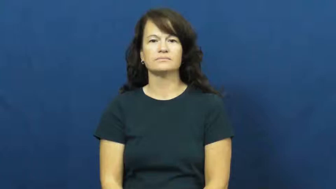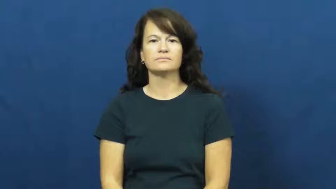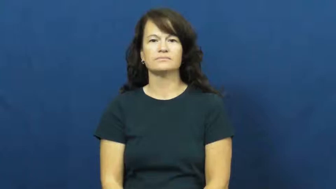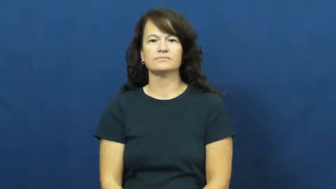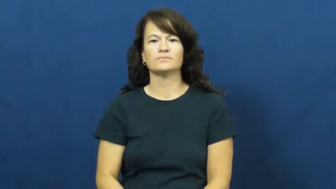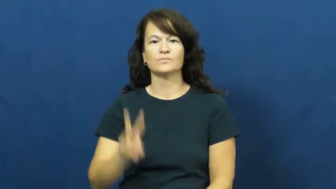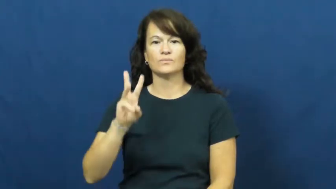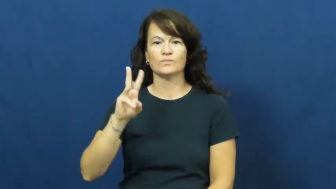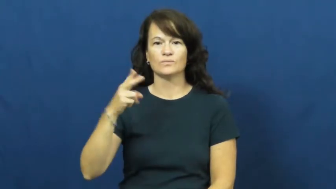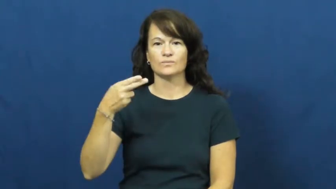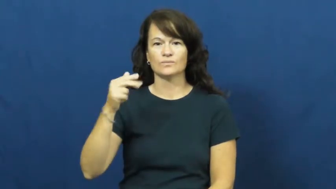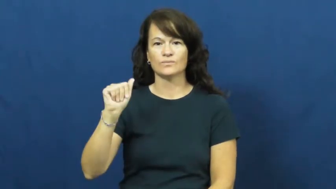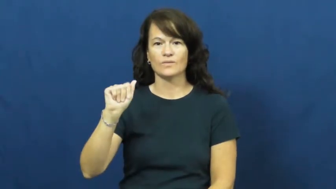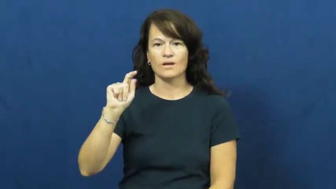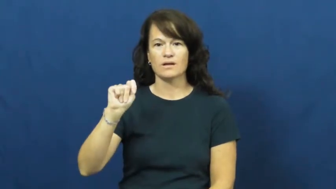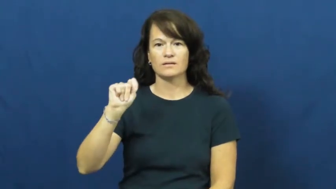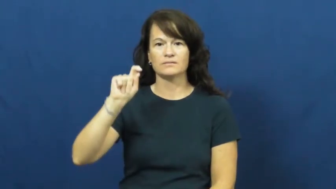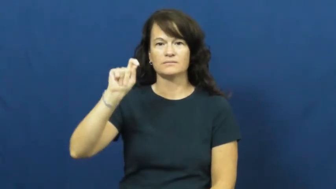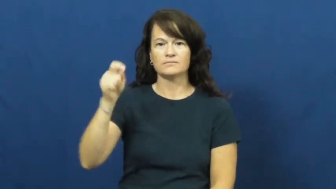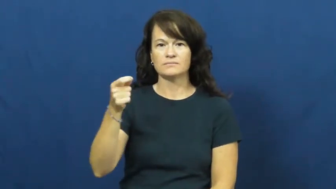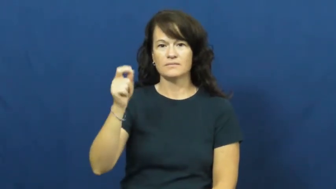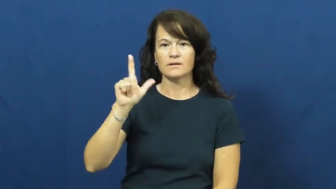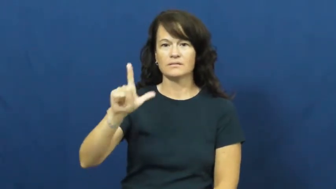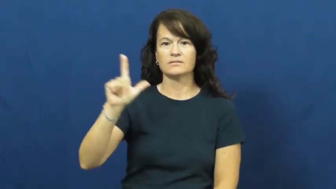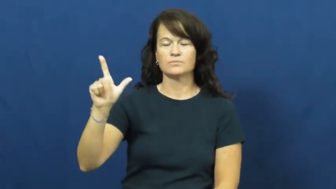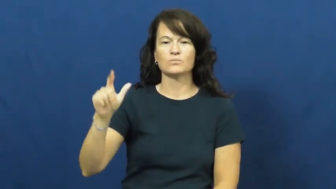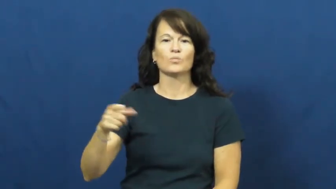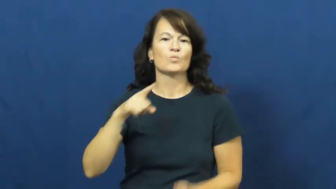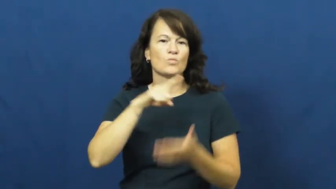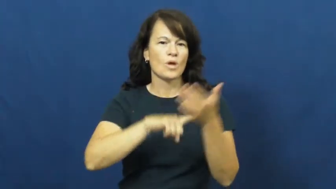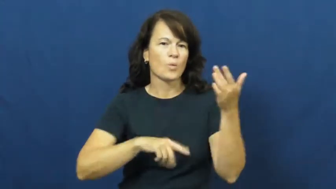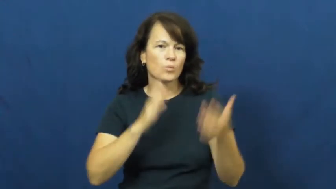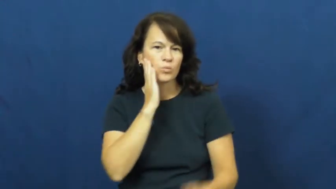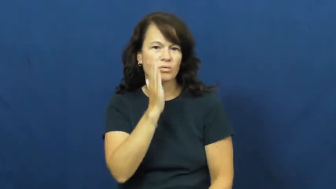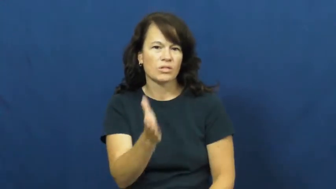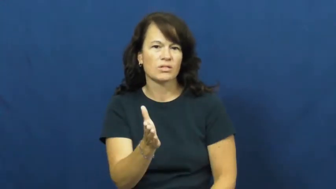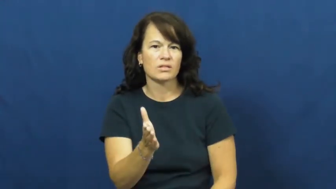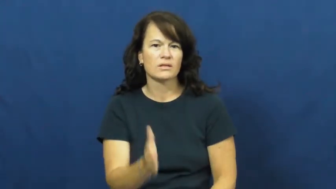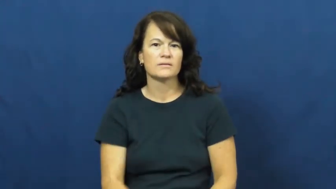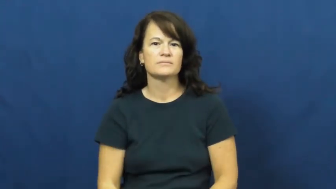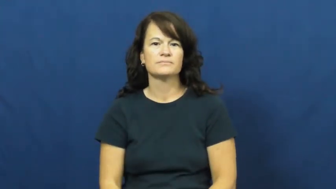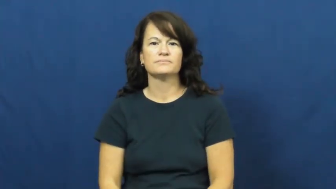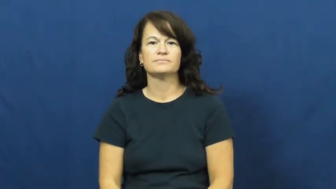what'll